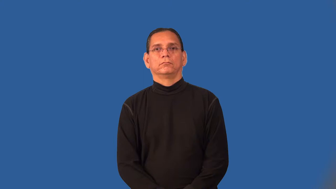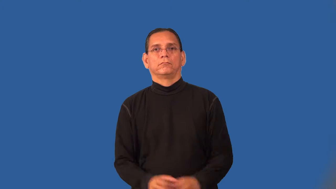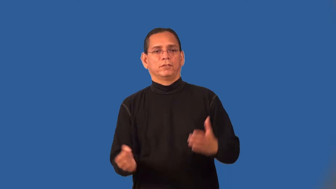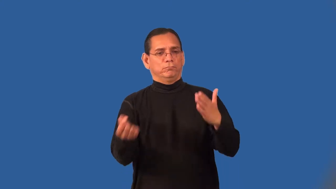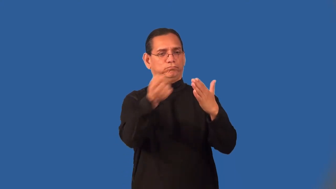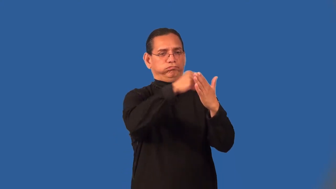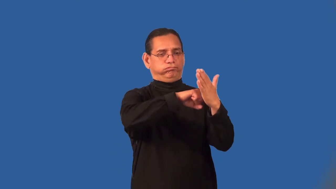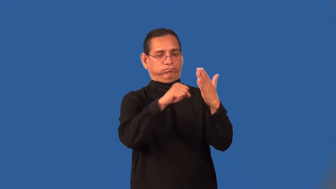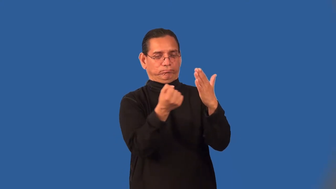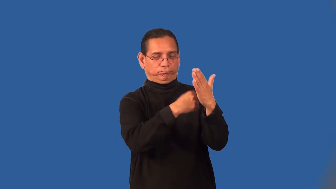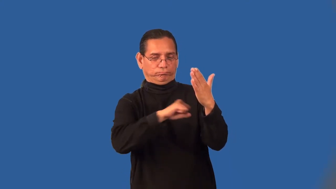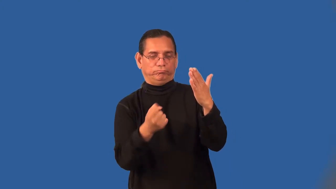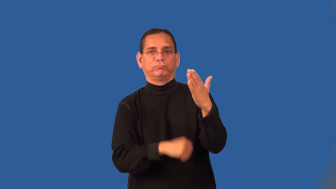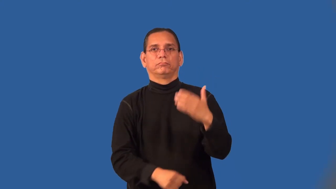plaster